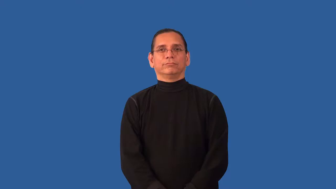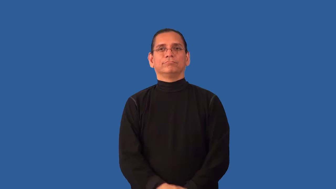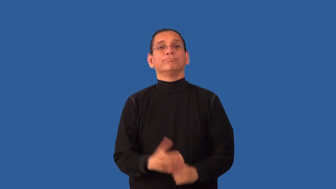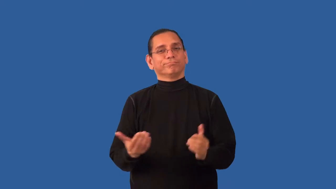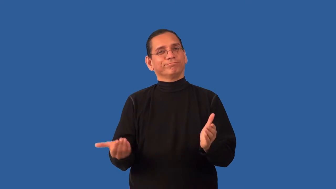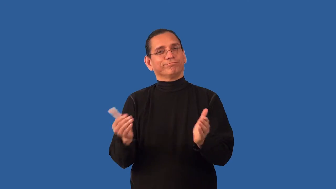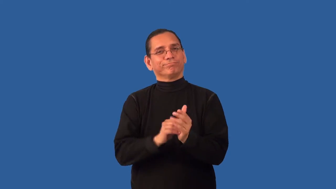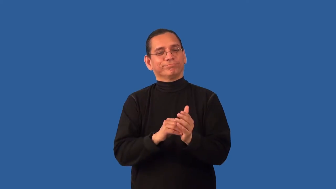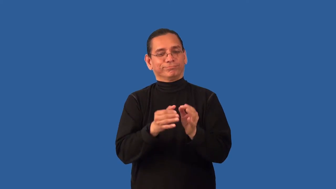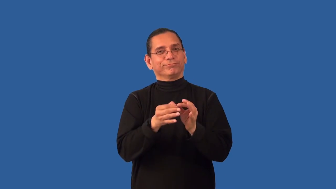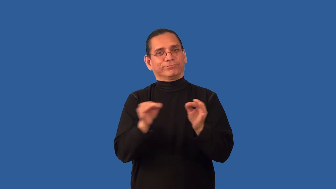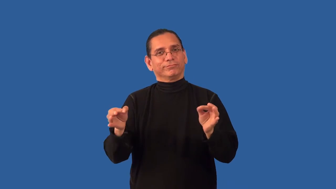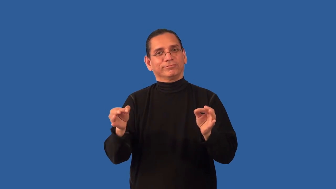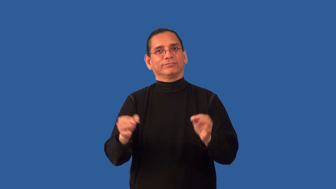reword